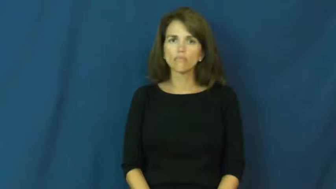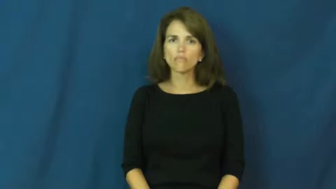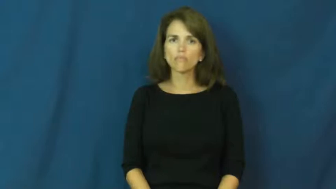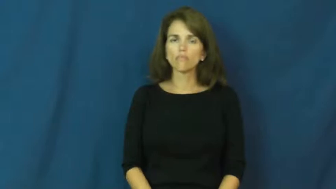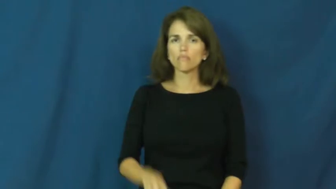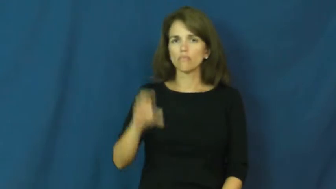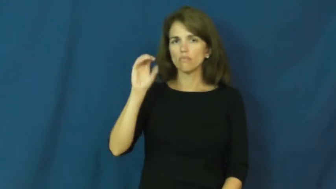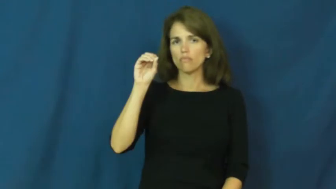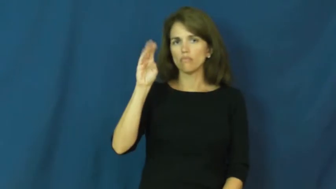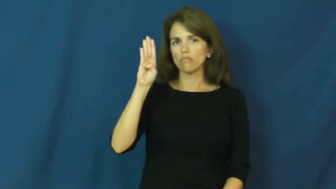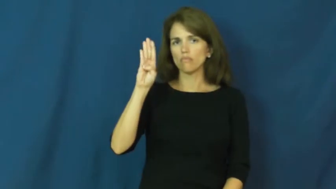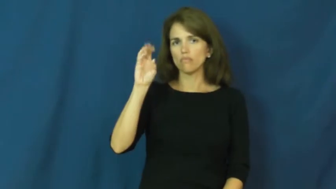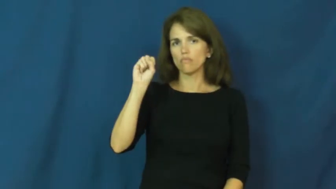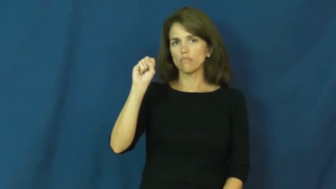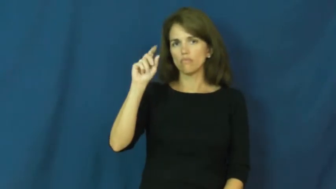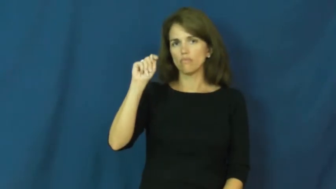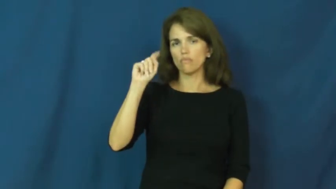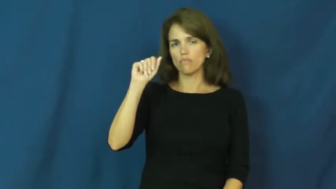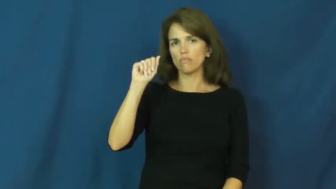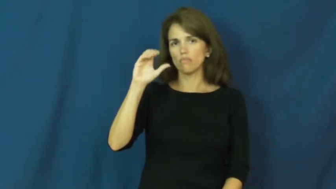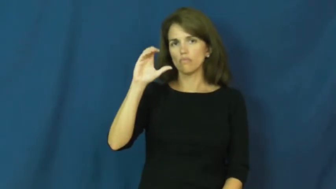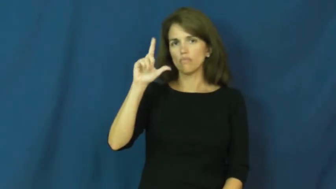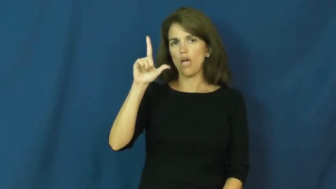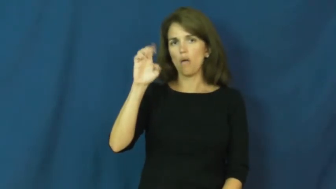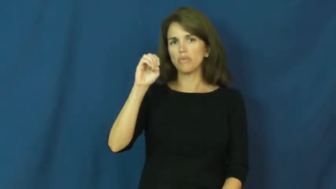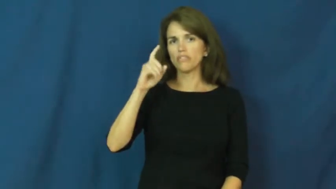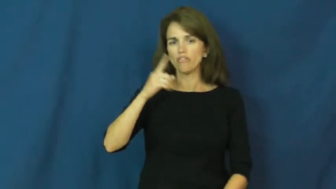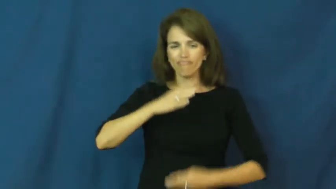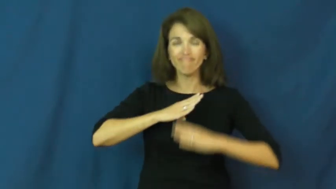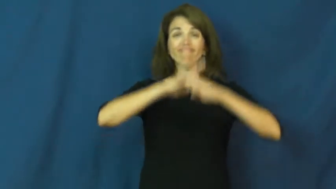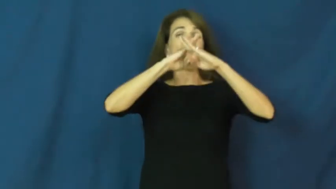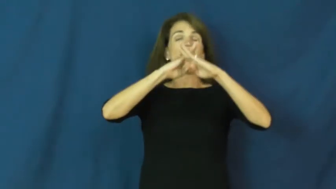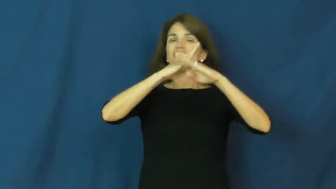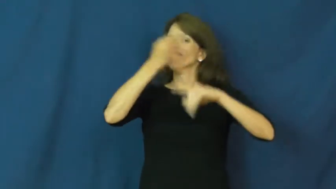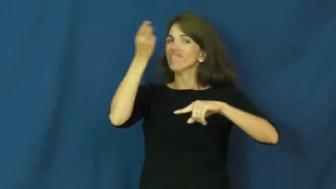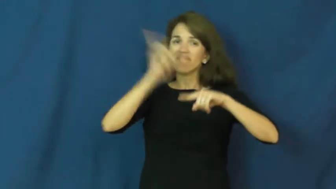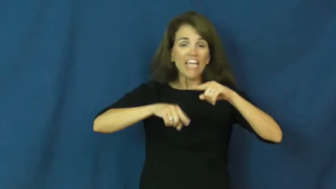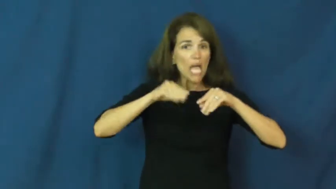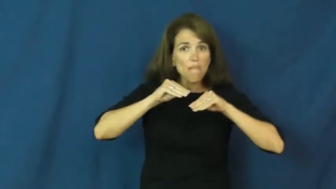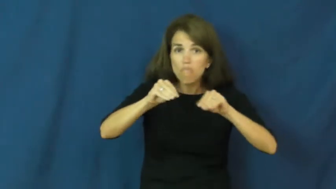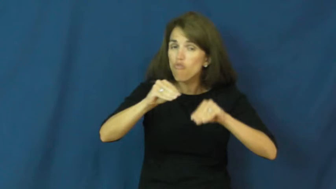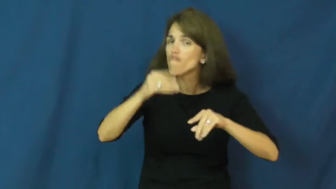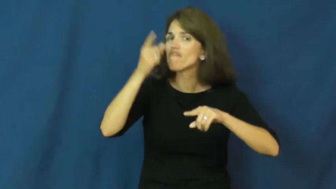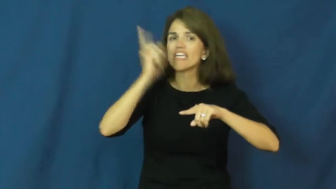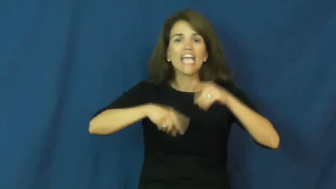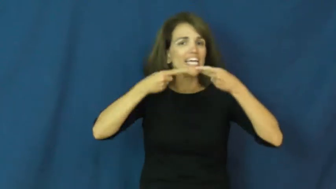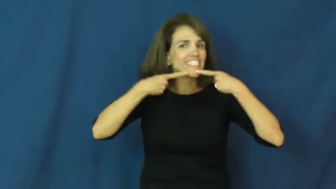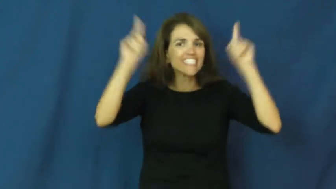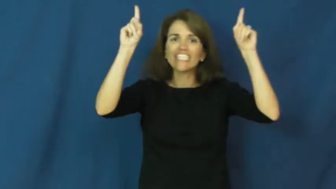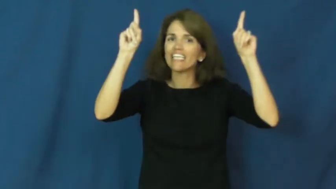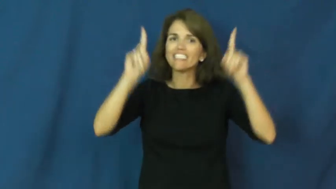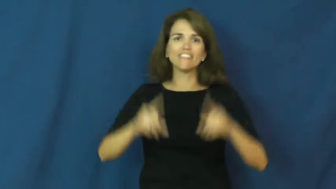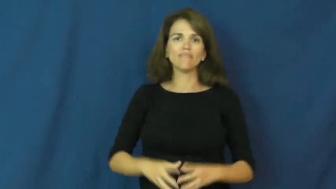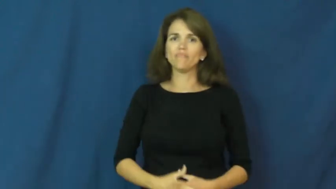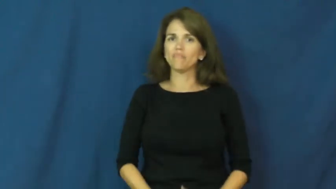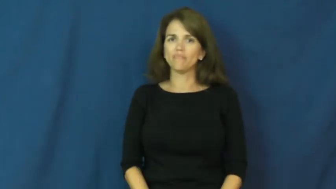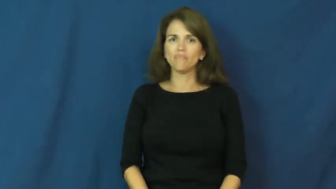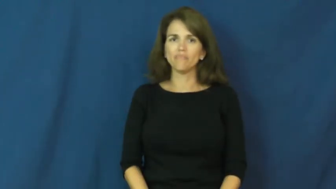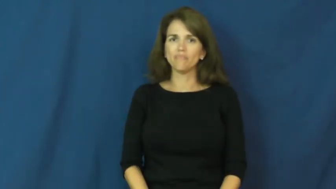obstacle